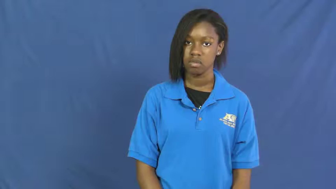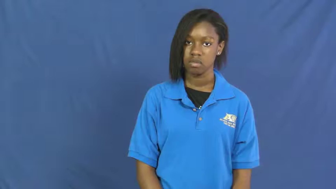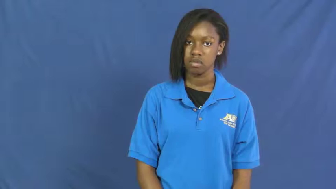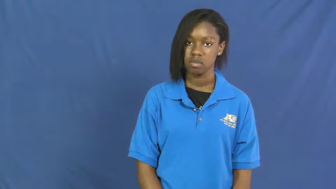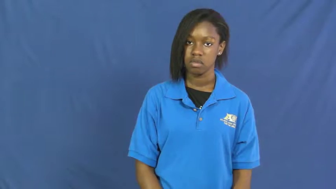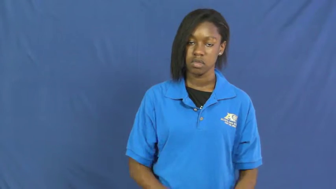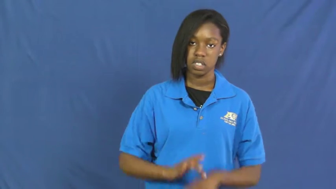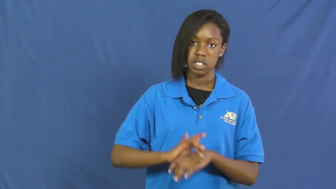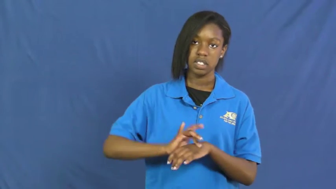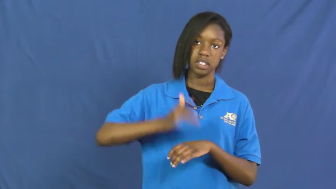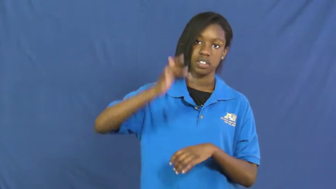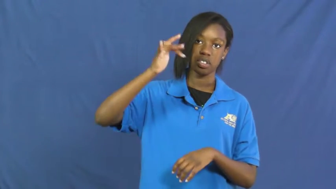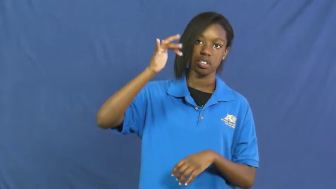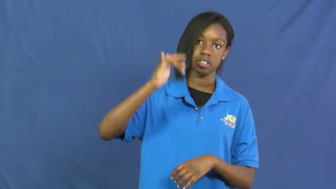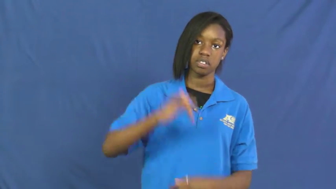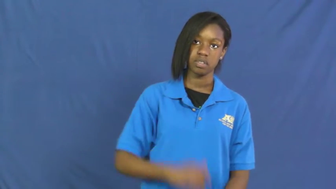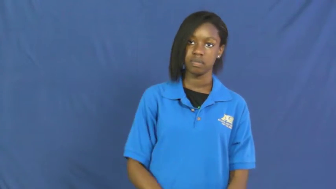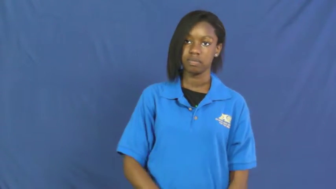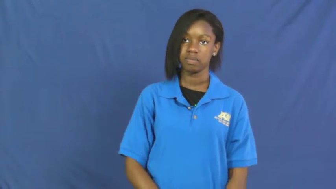shine,luster,gloss,glisten,aglow,agleam,alight,coruscate